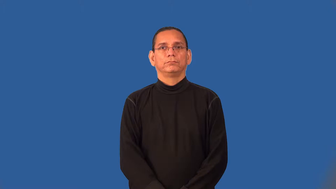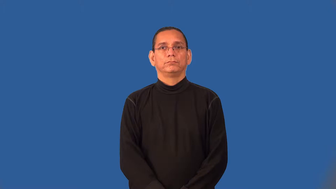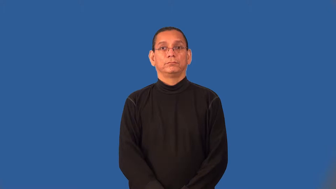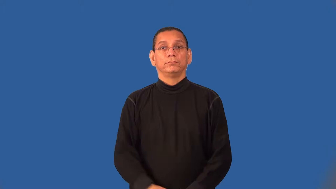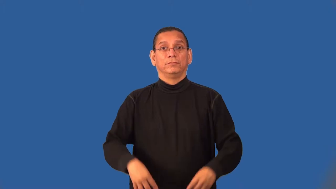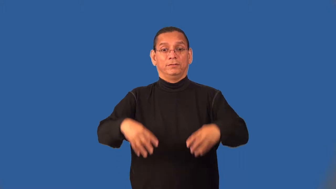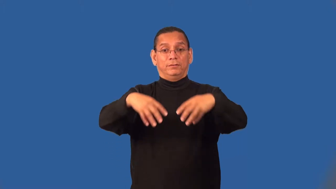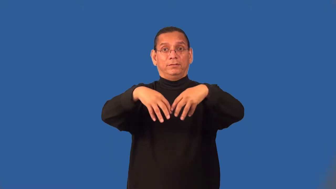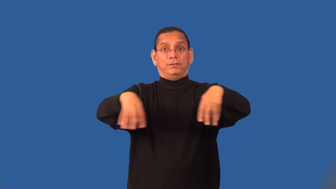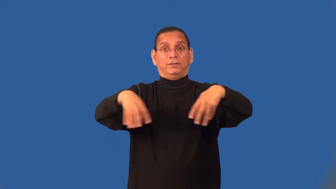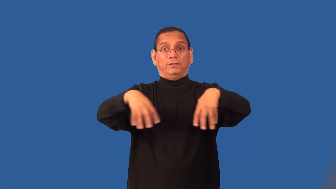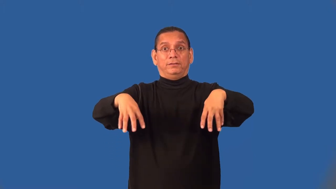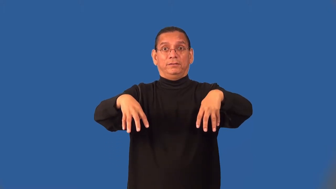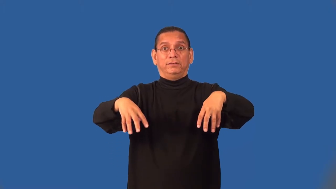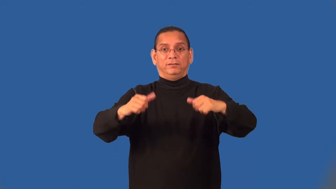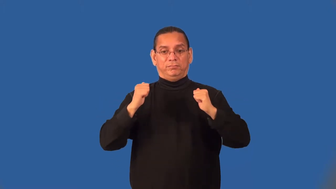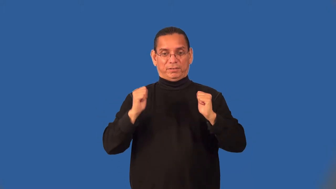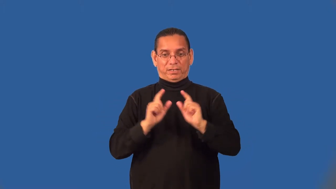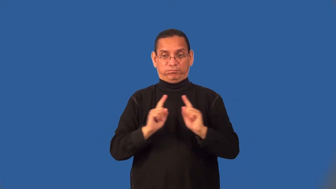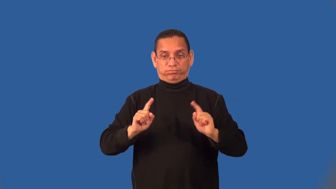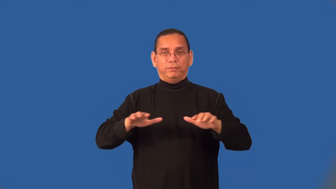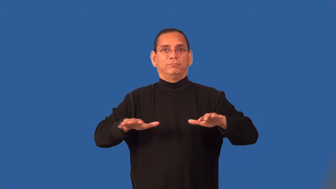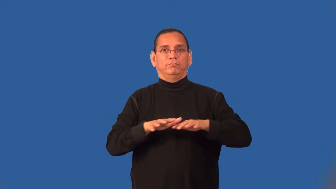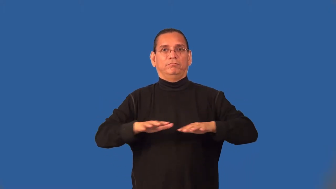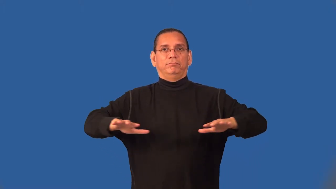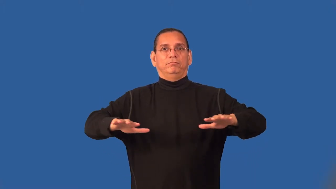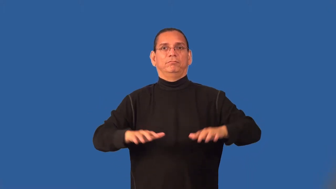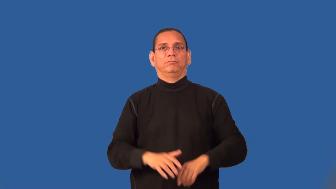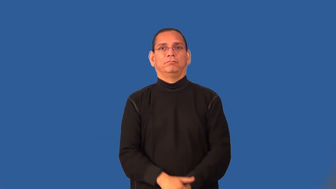secondary-football